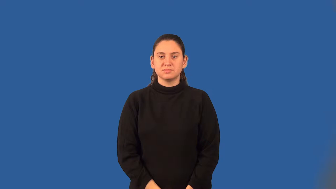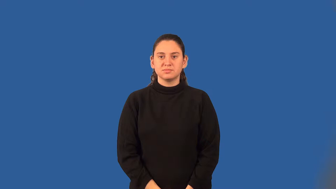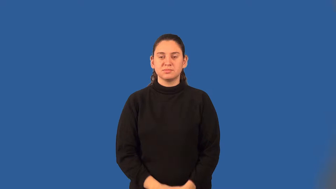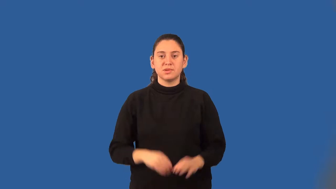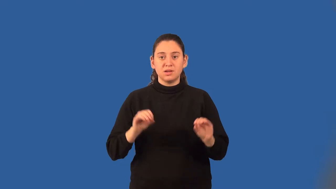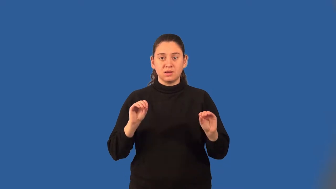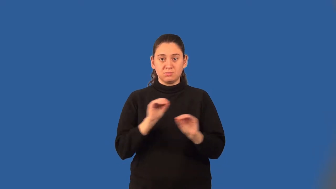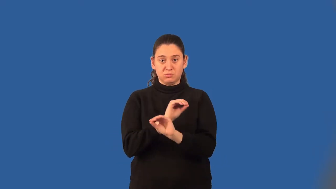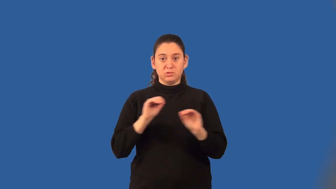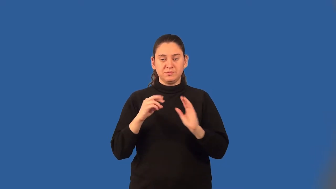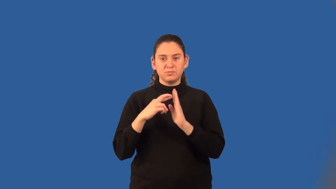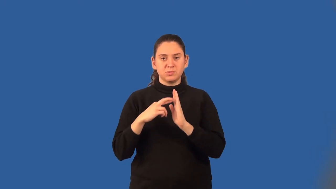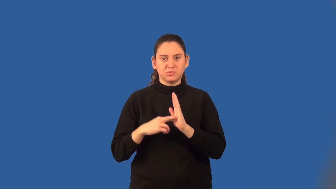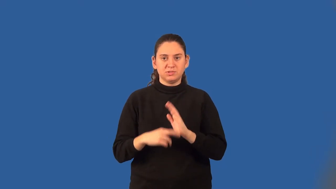commutative property